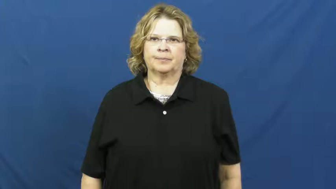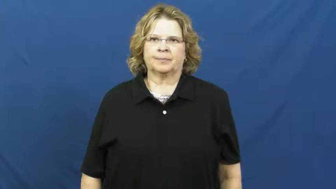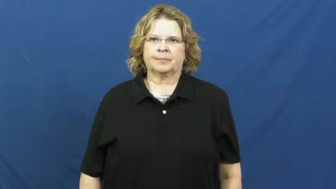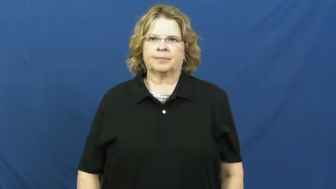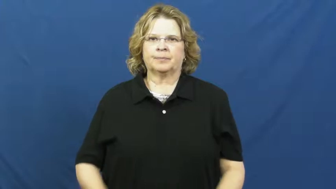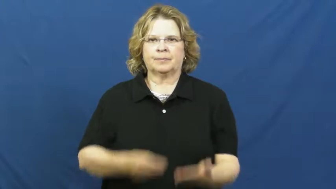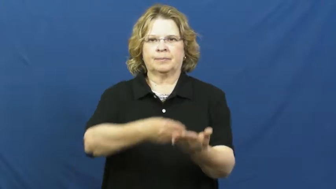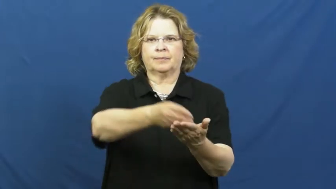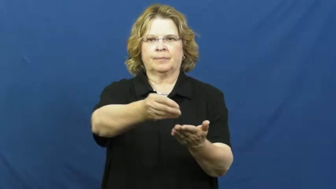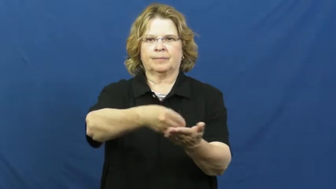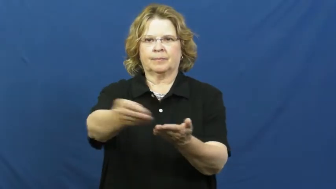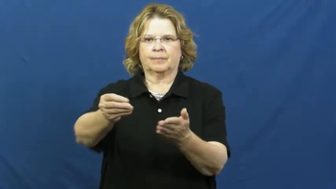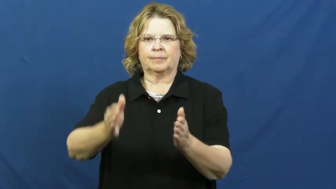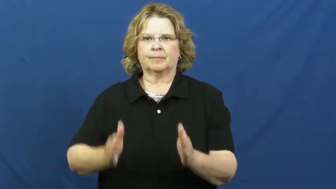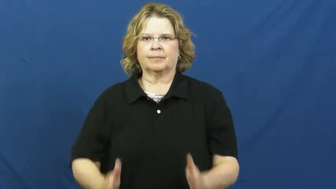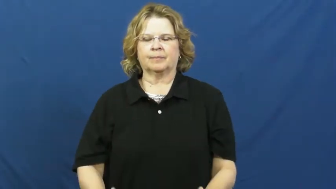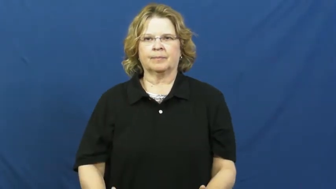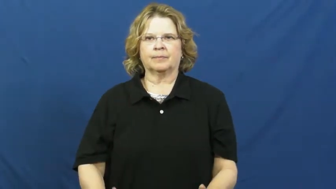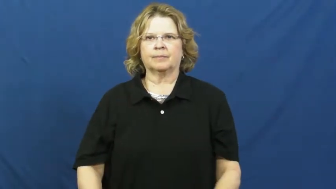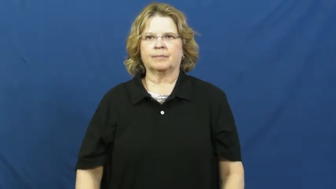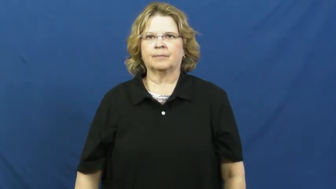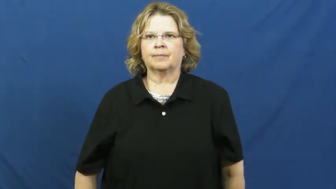dealer-cards